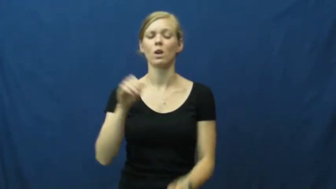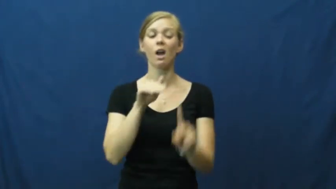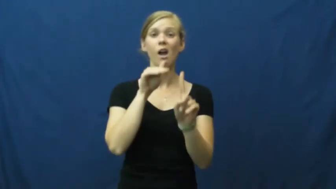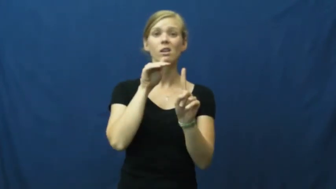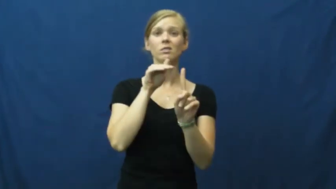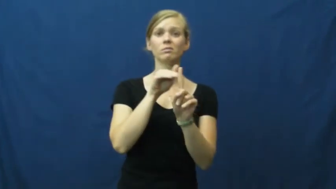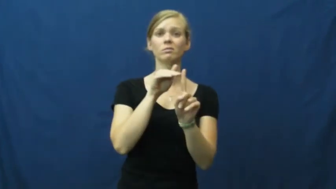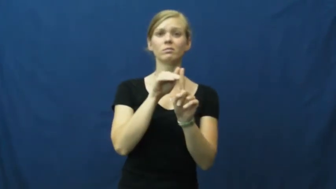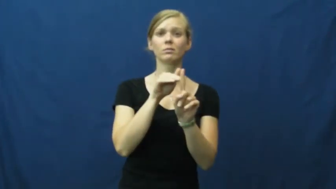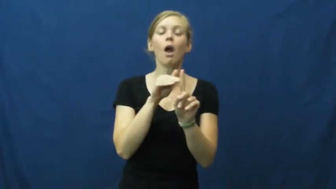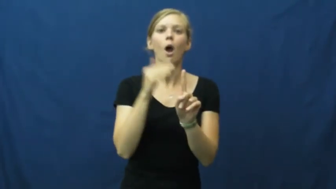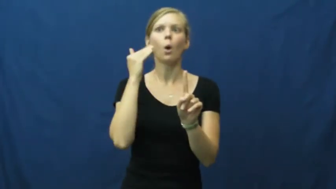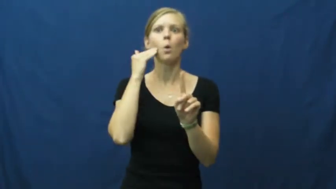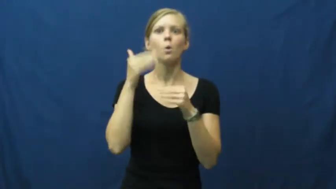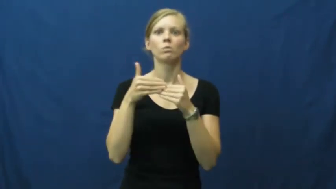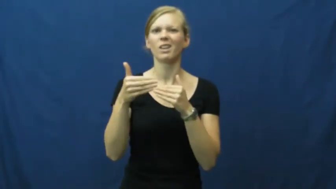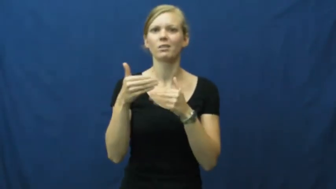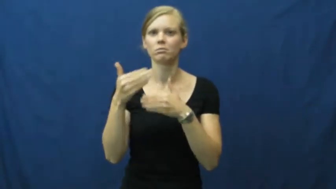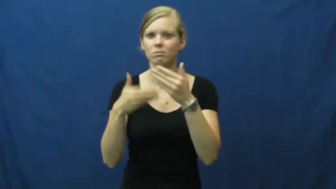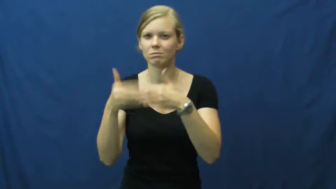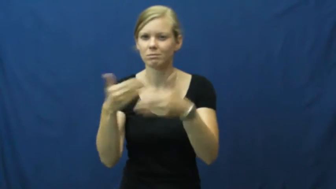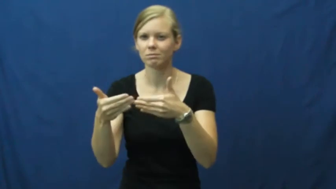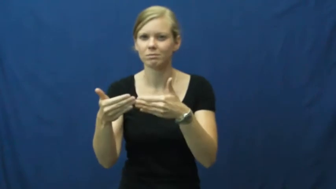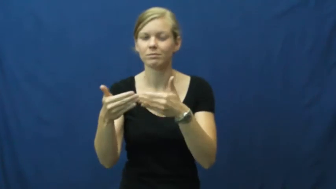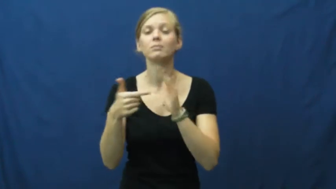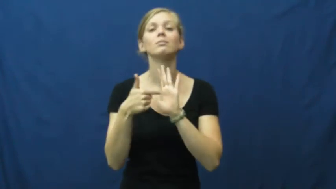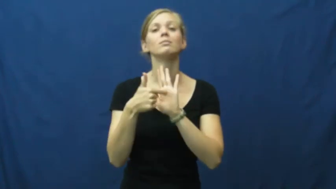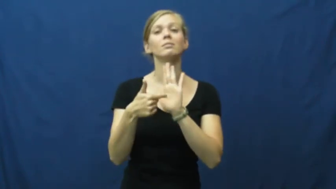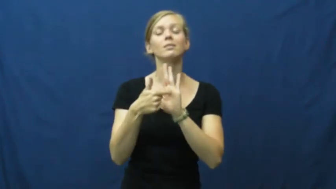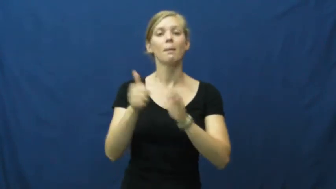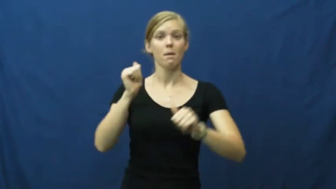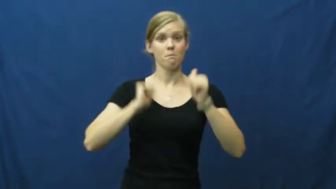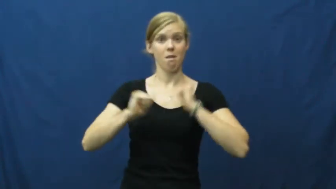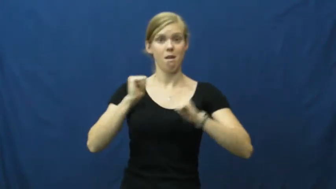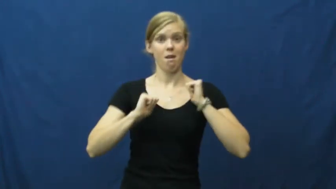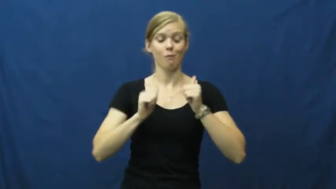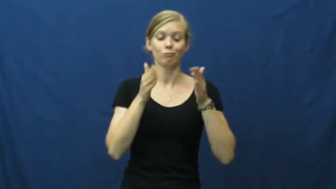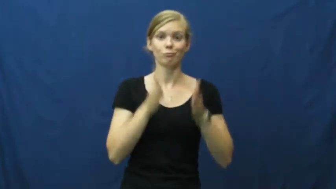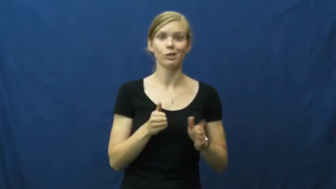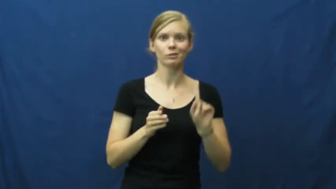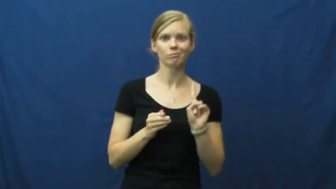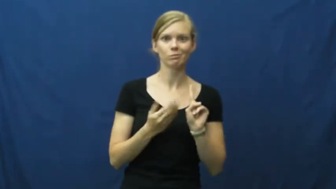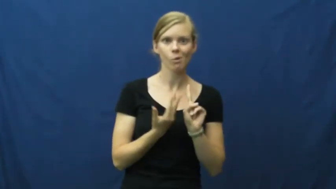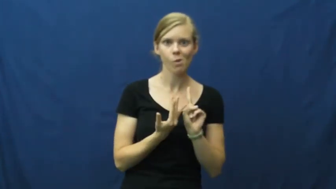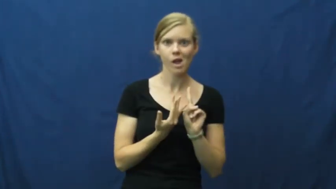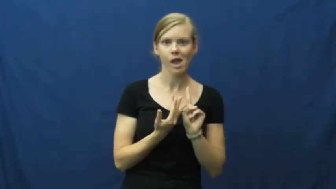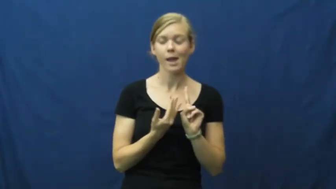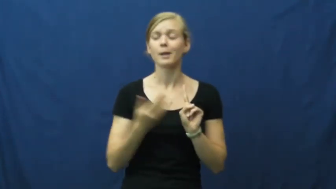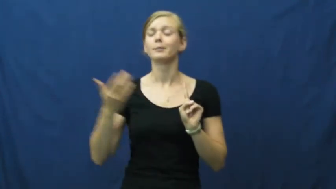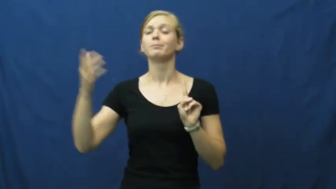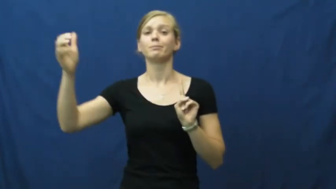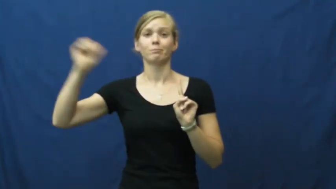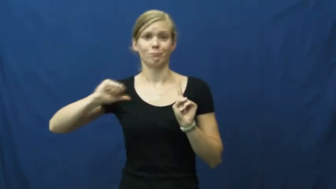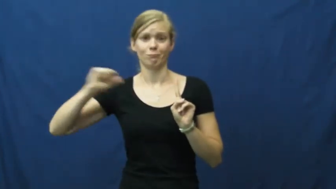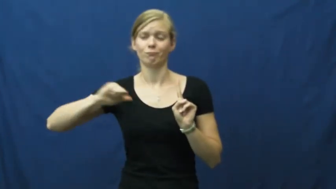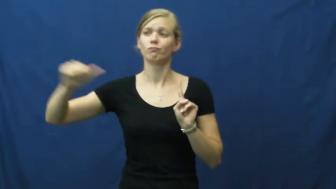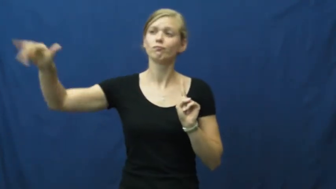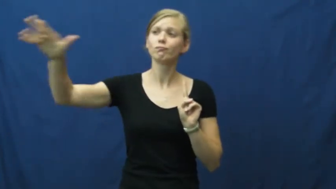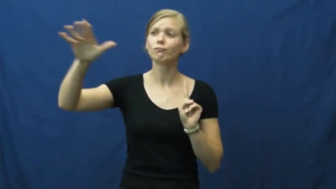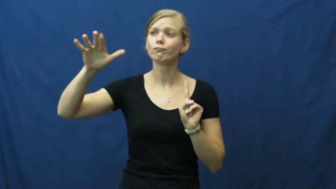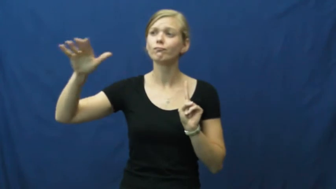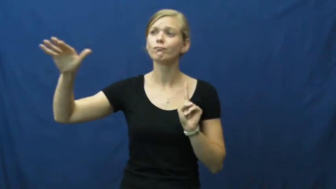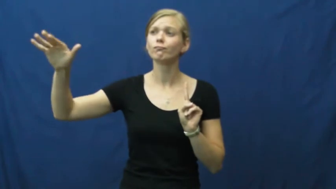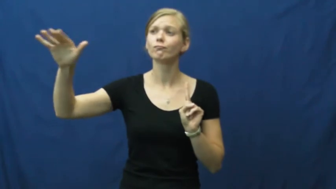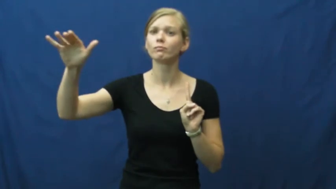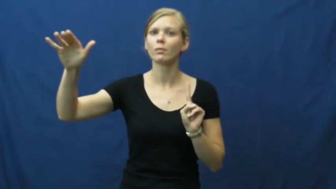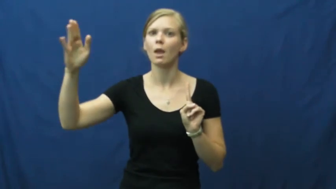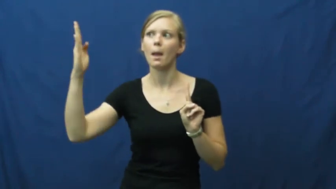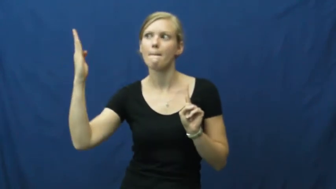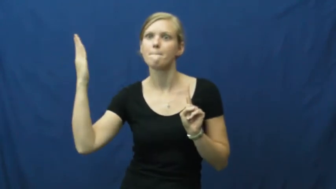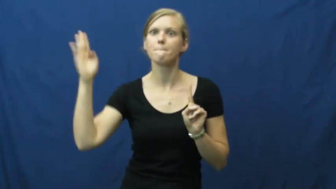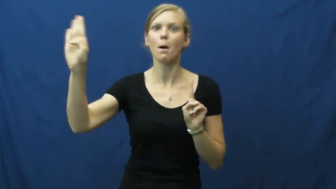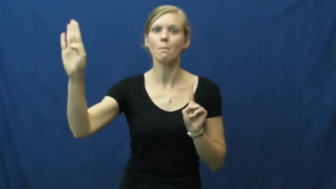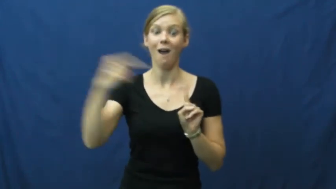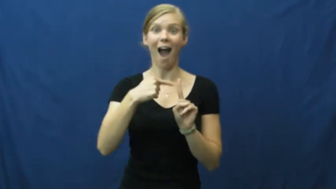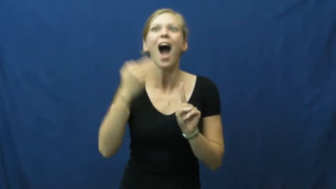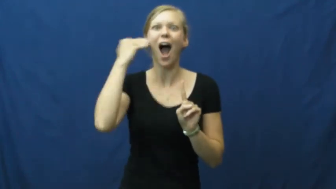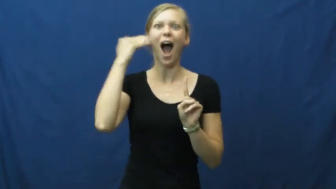cue